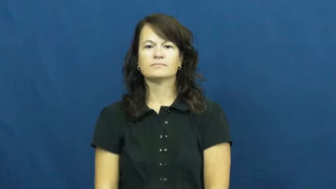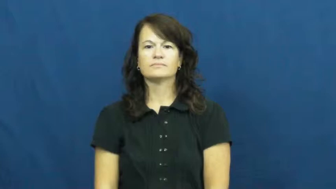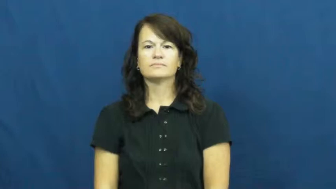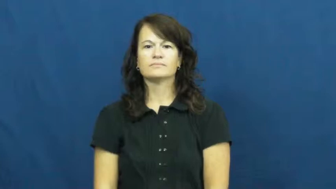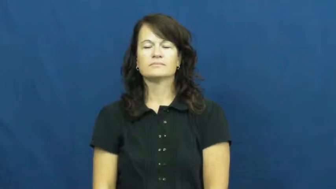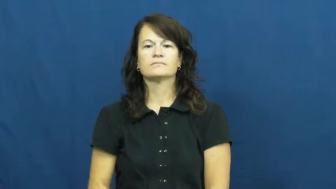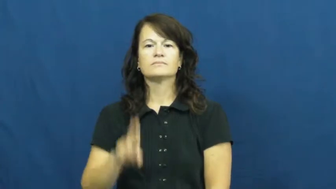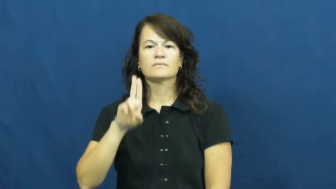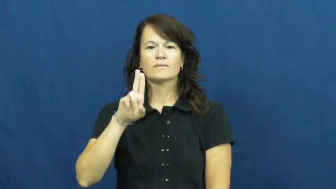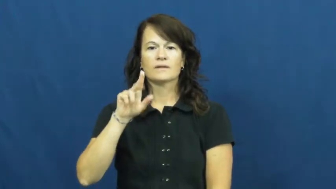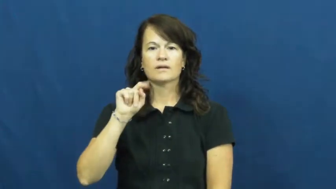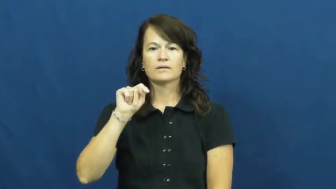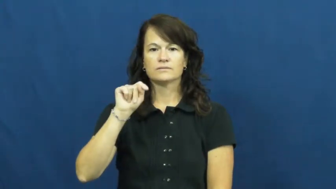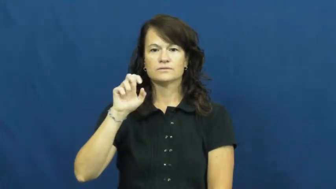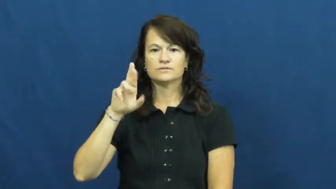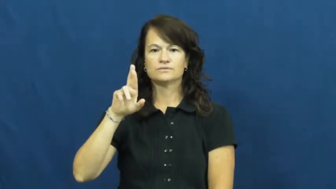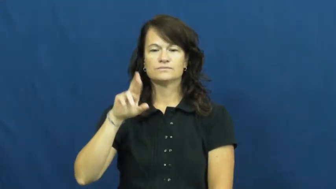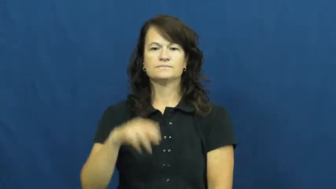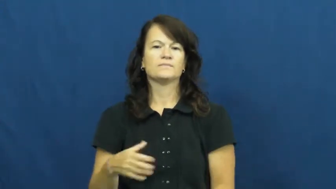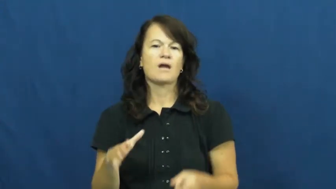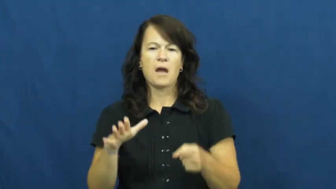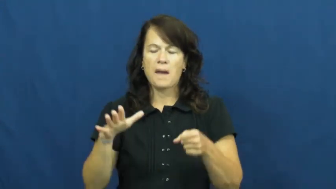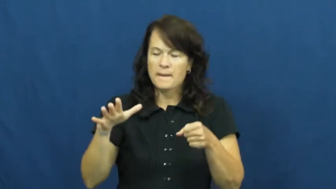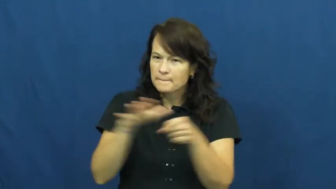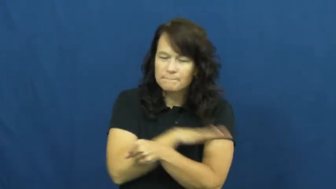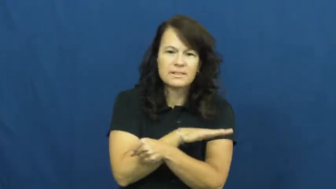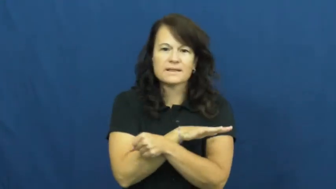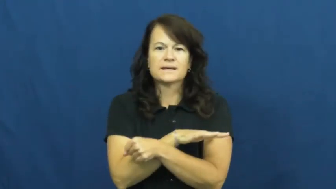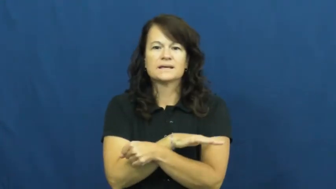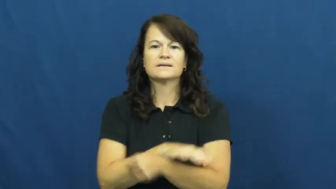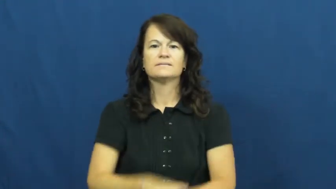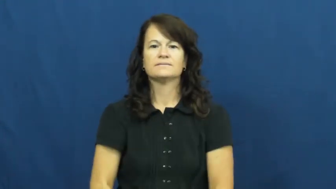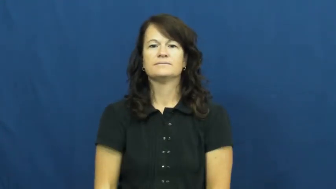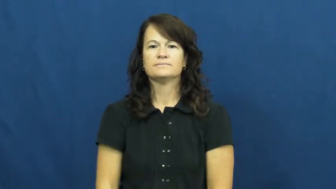utter-complete